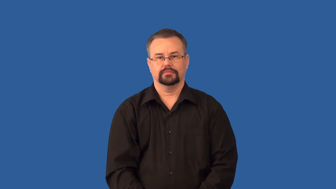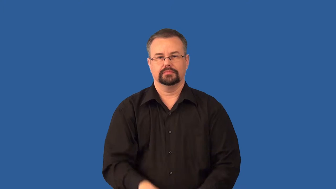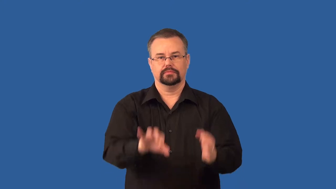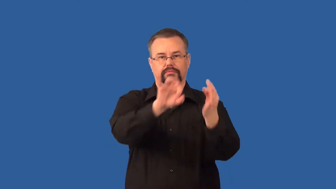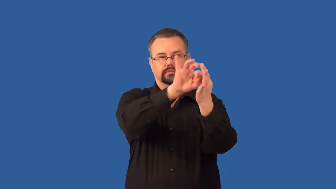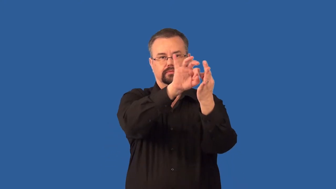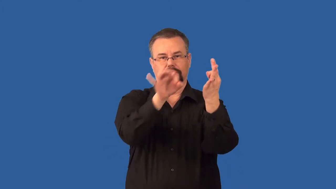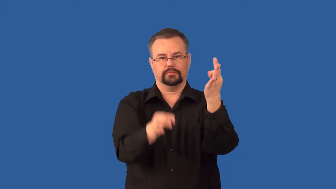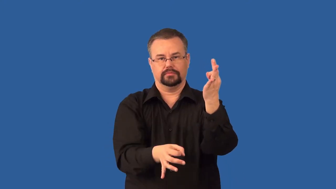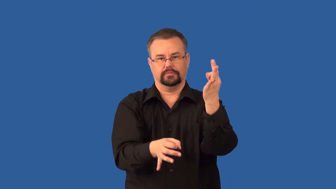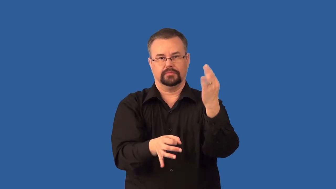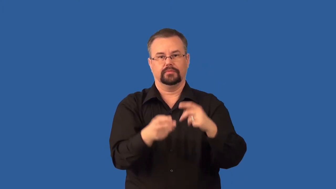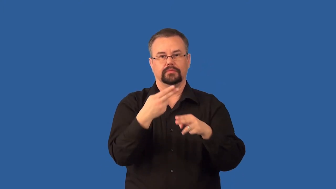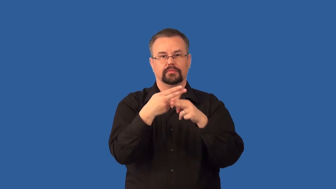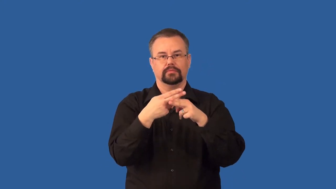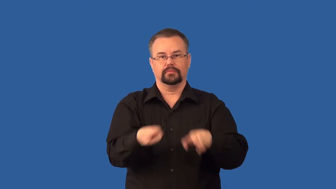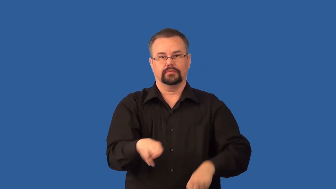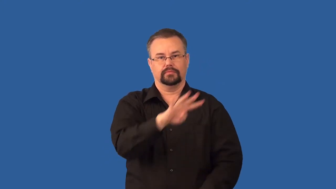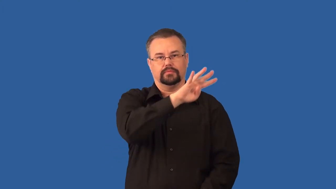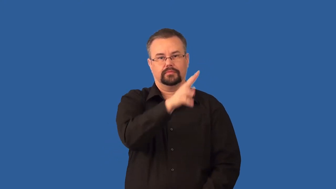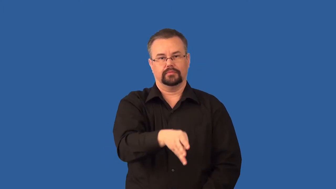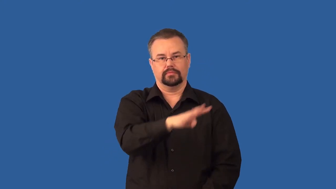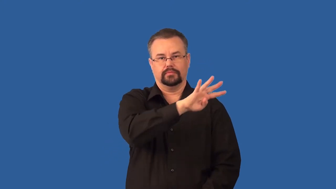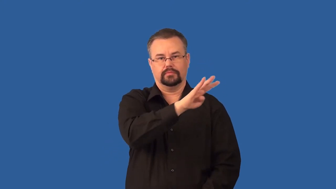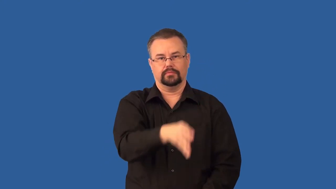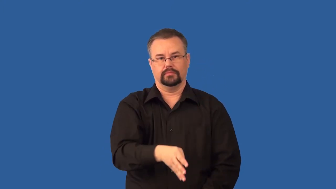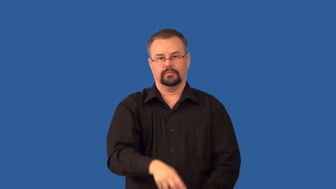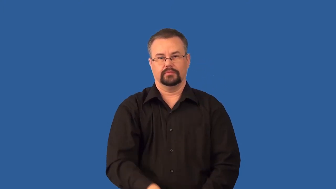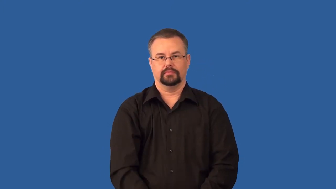oviduct